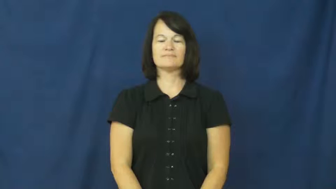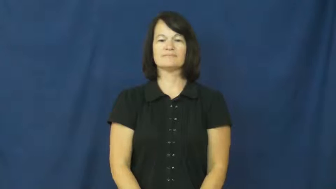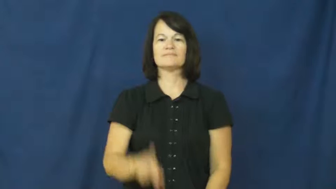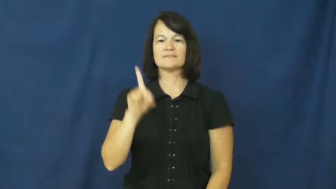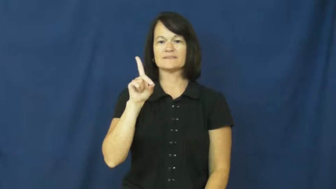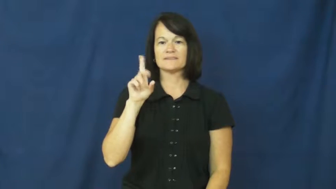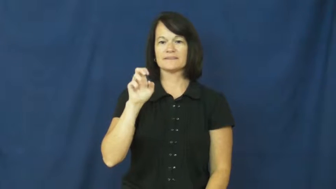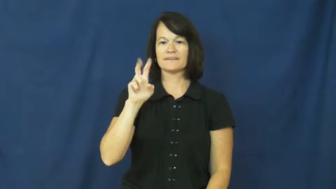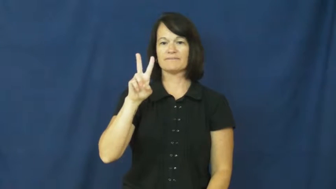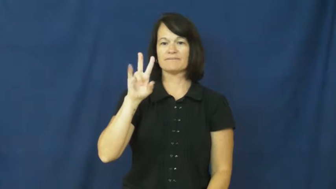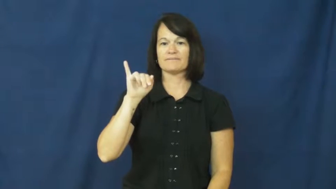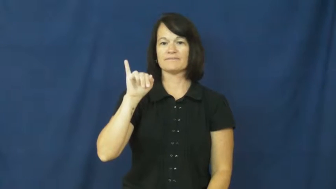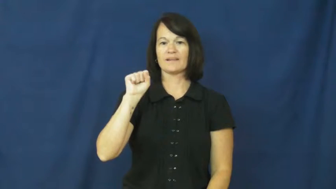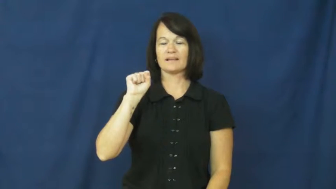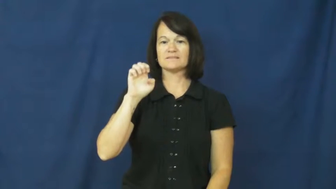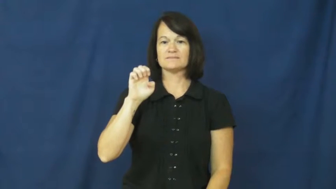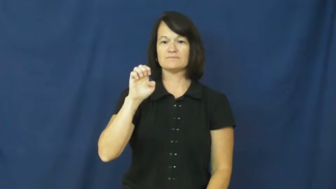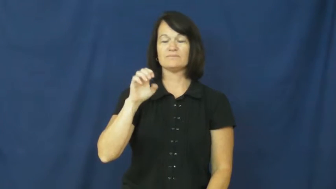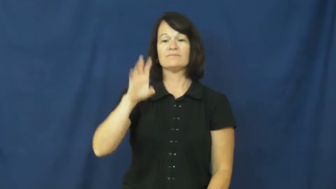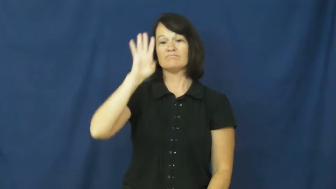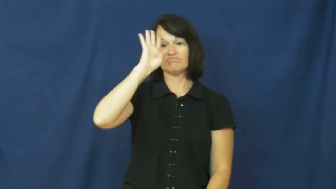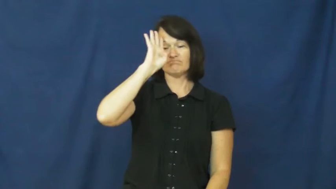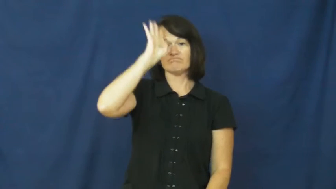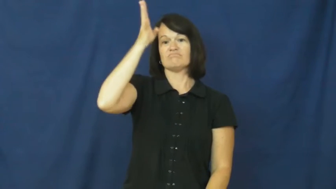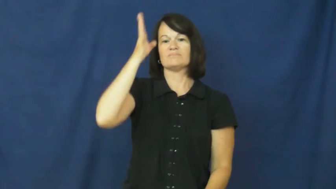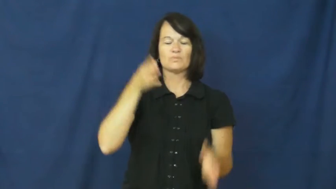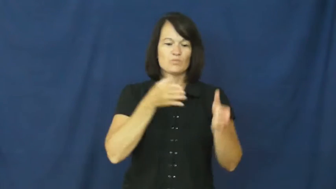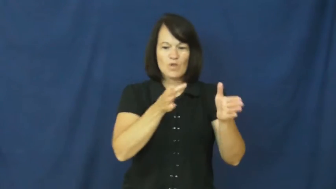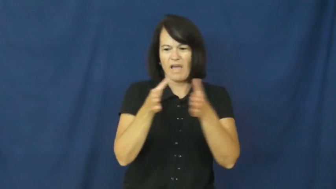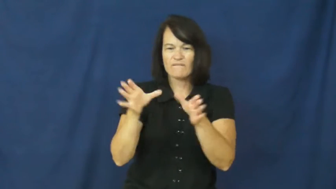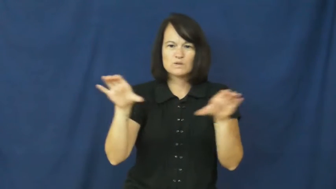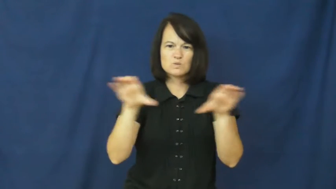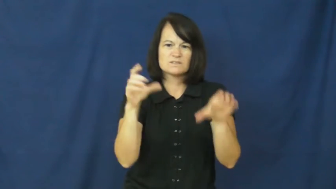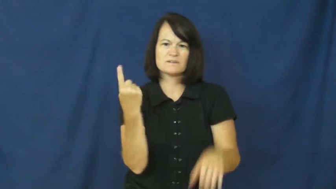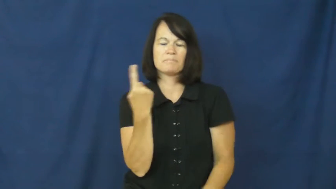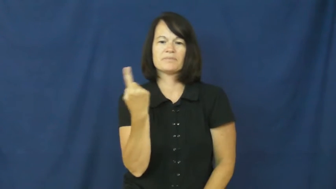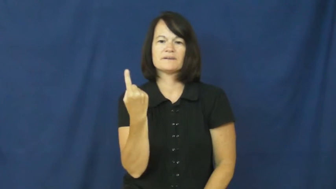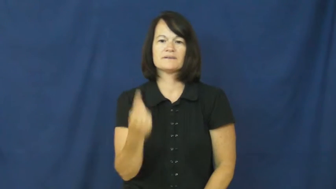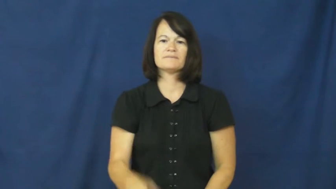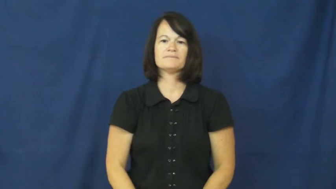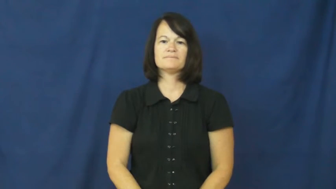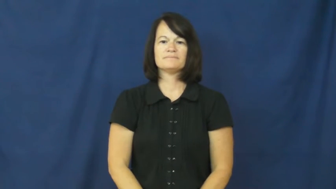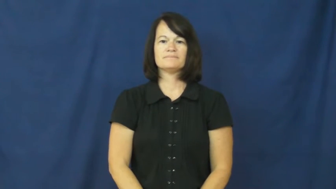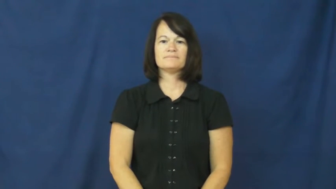devise